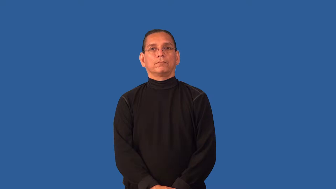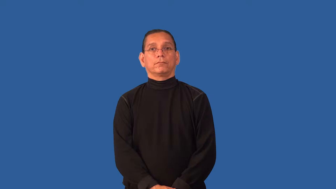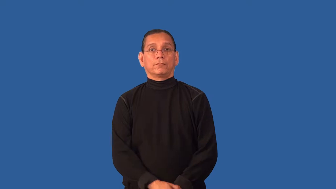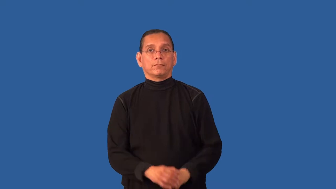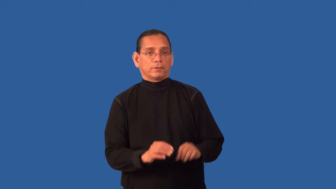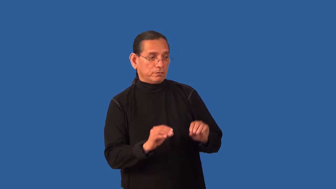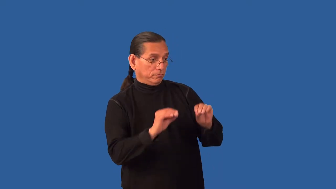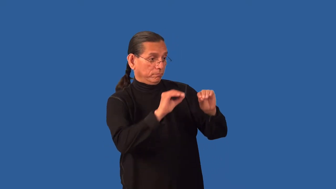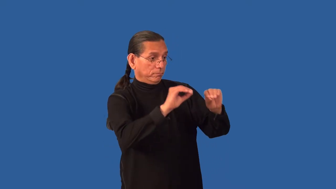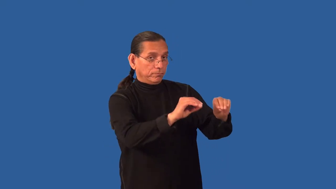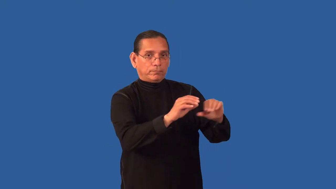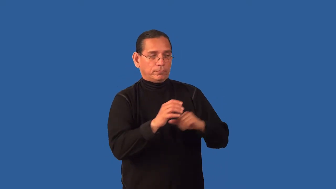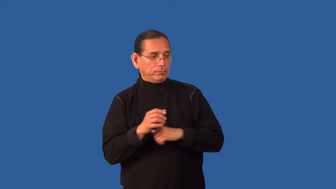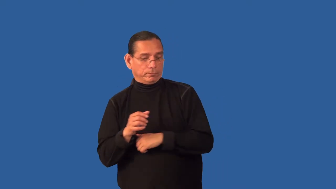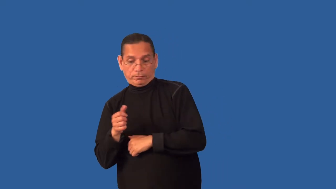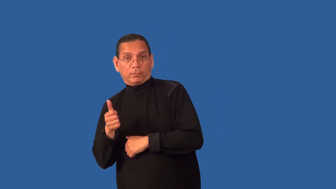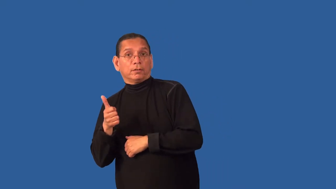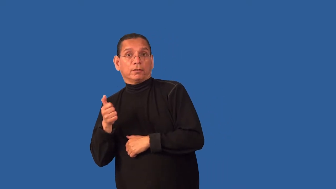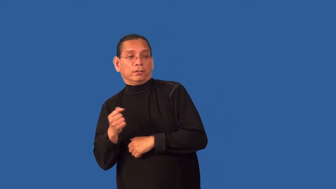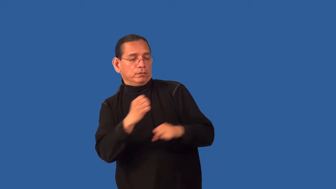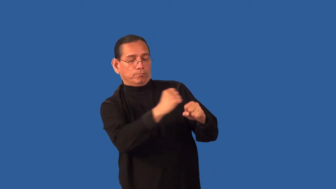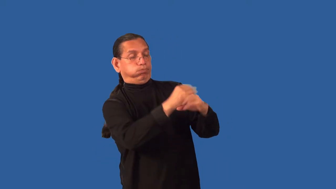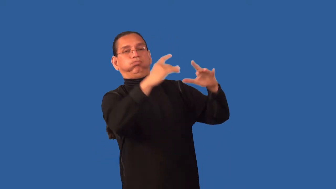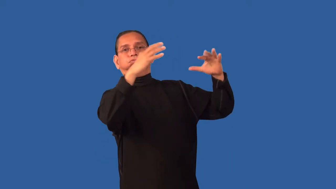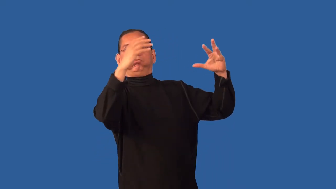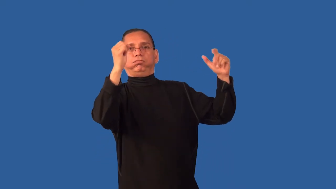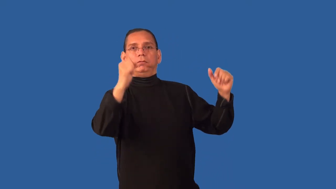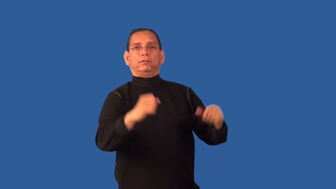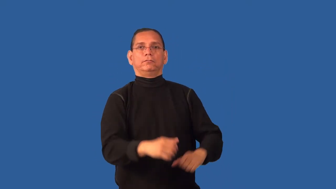detonator